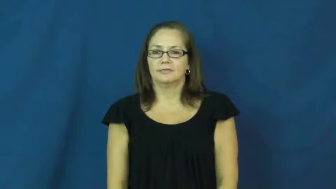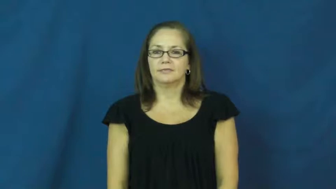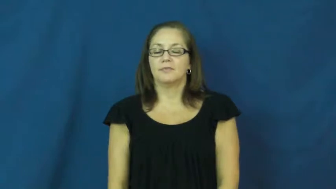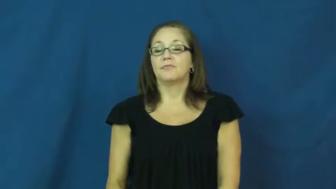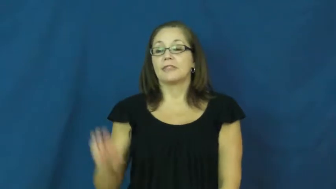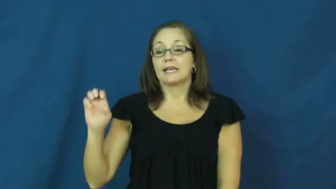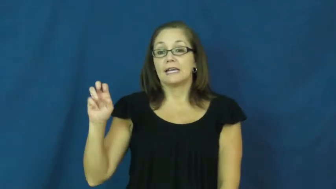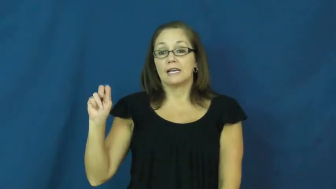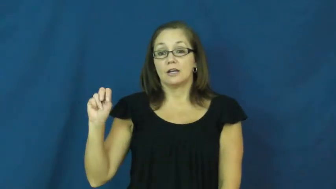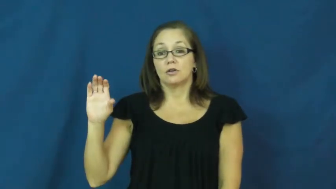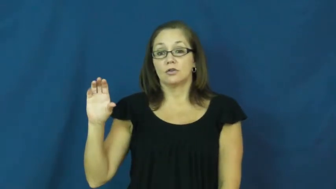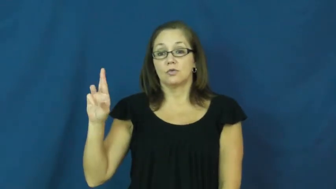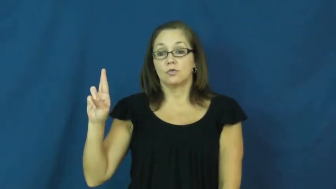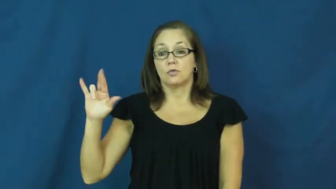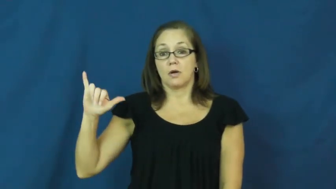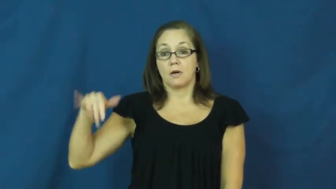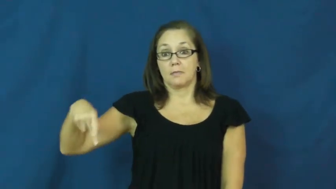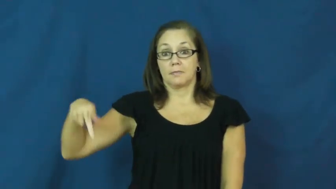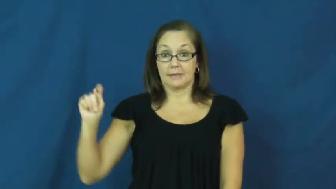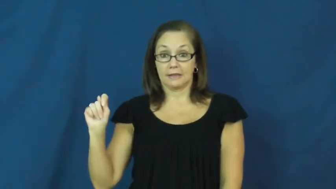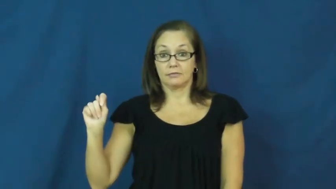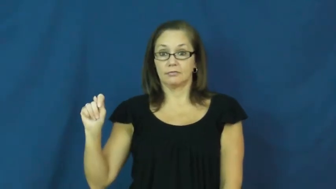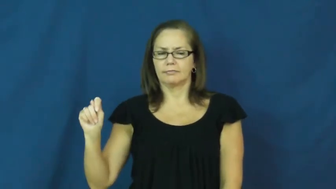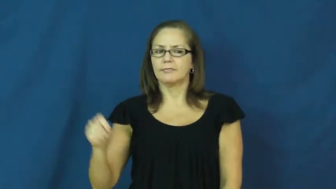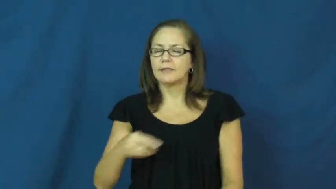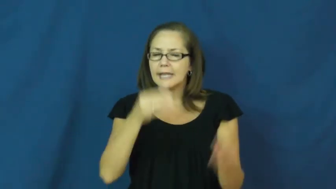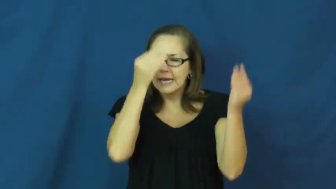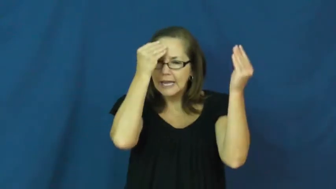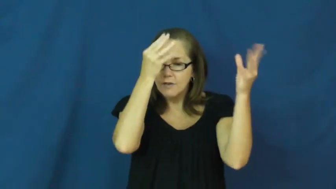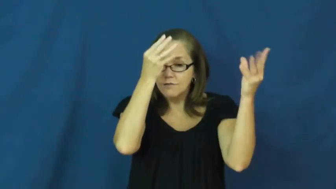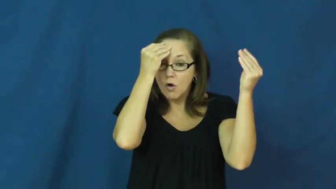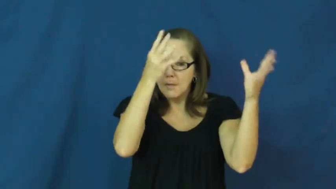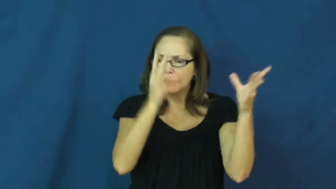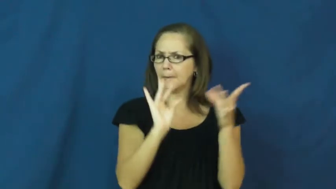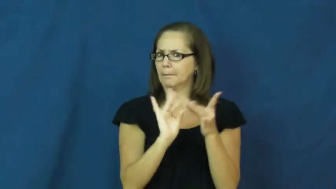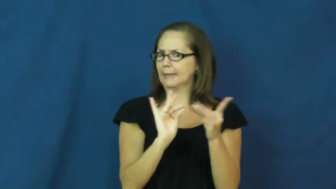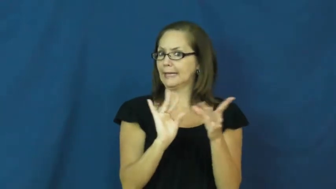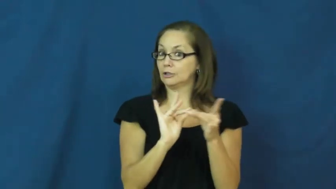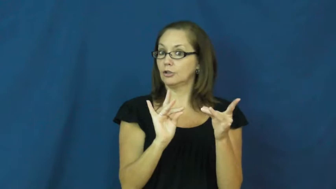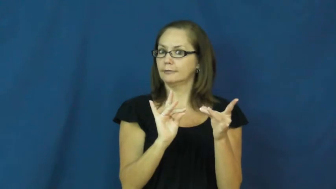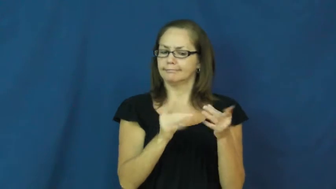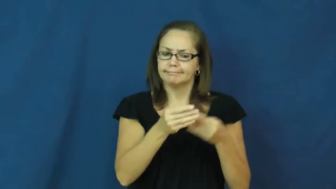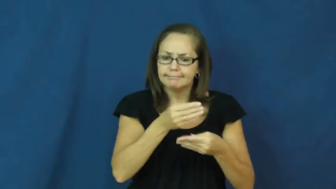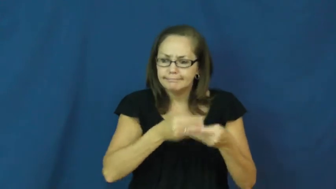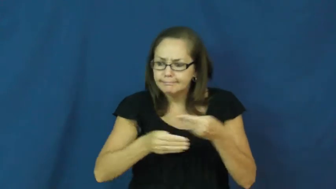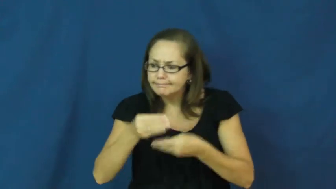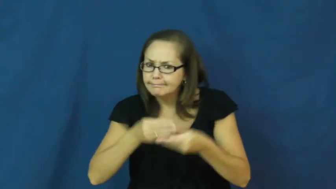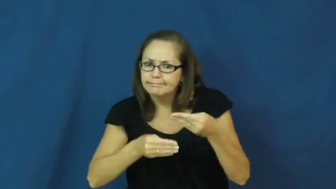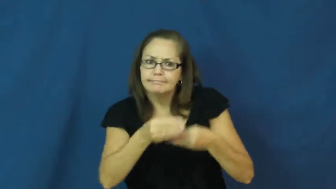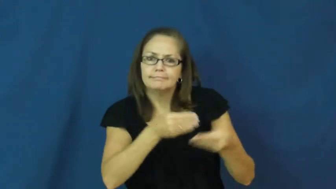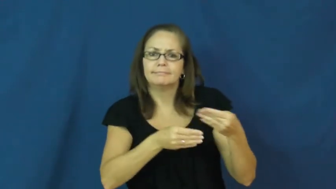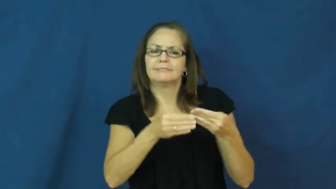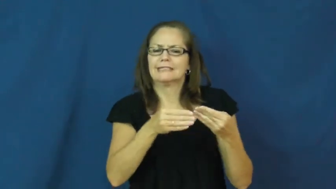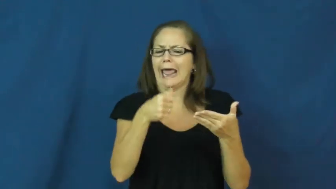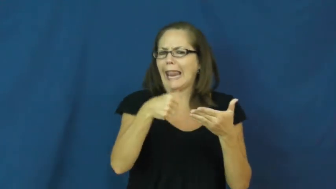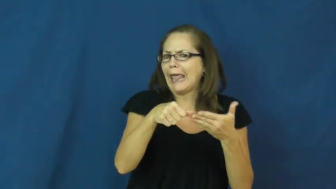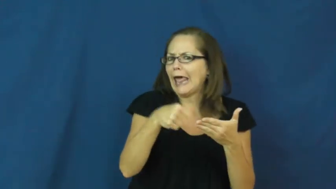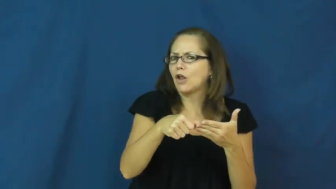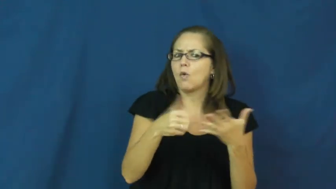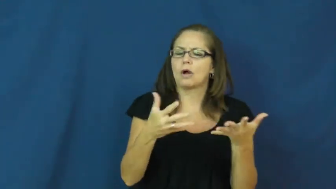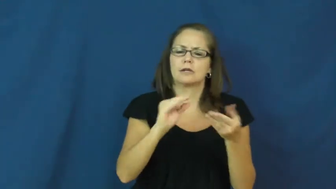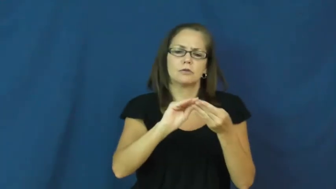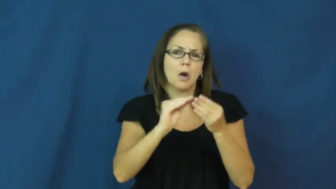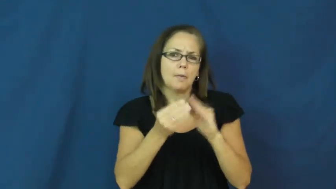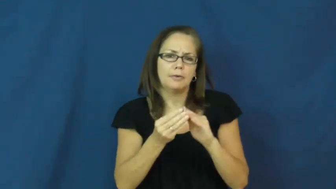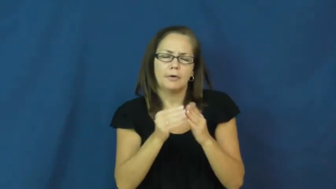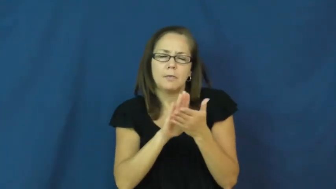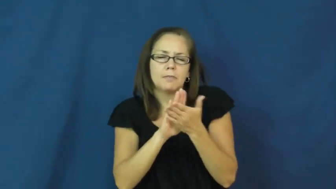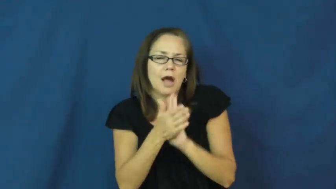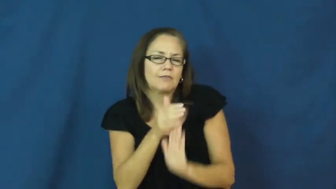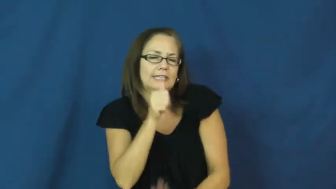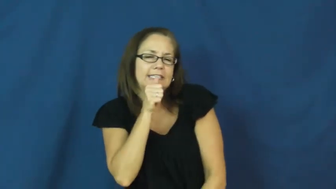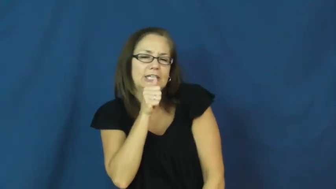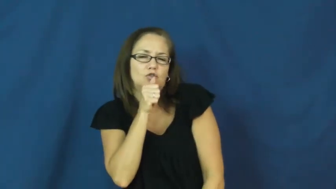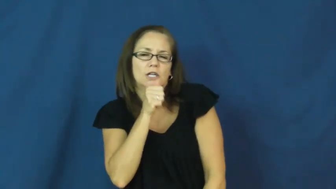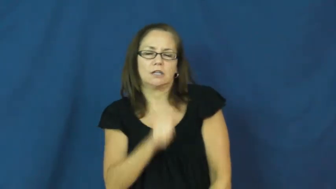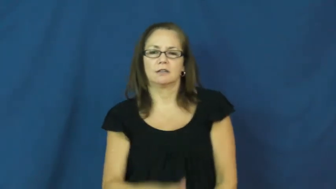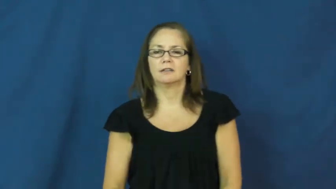encrypt